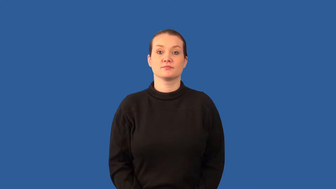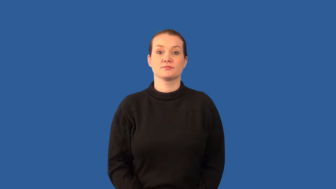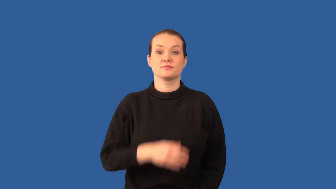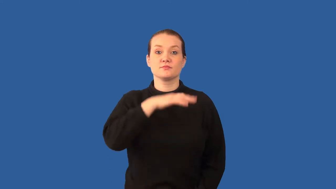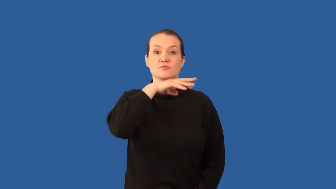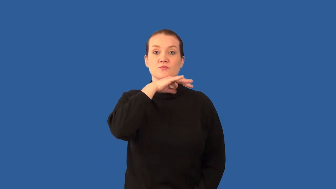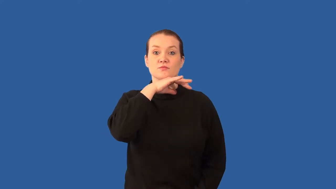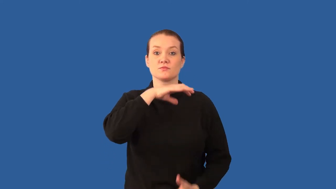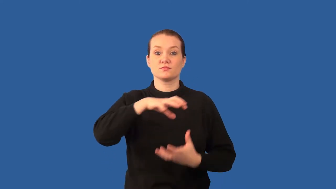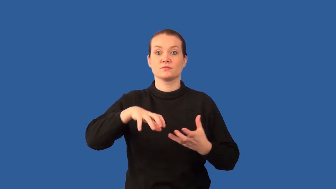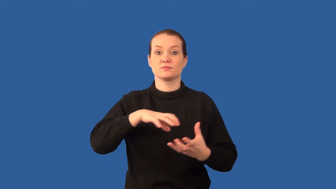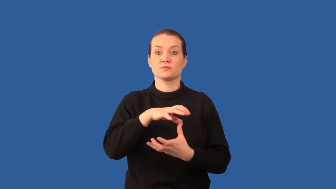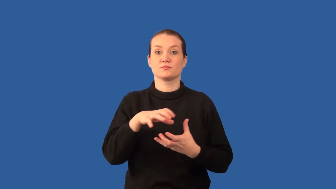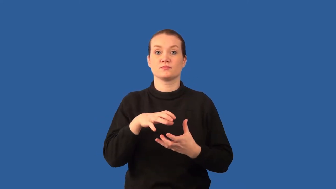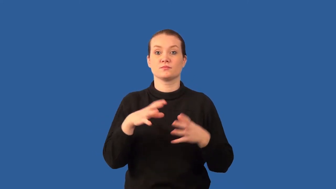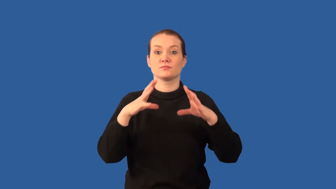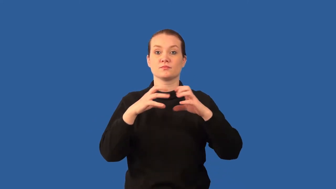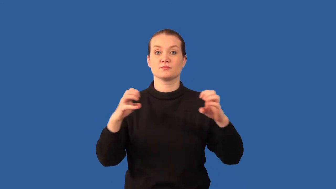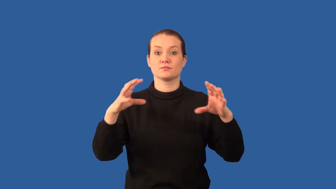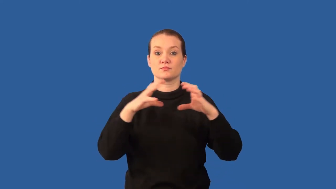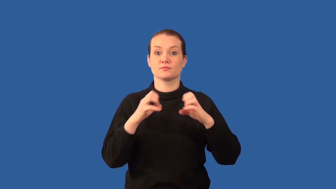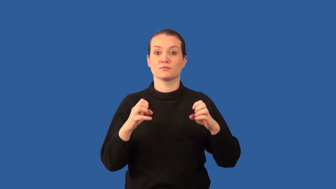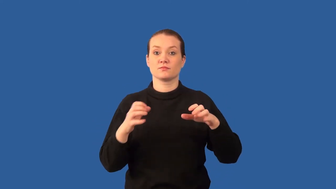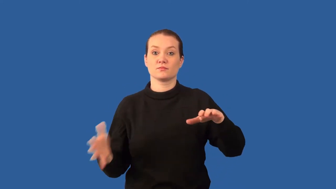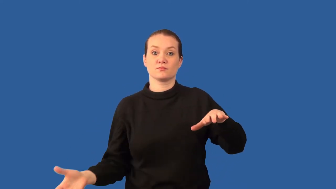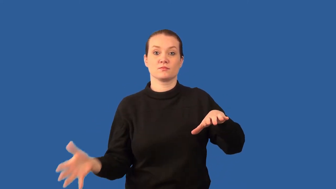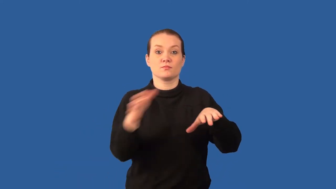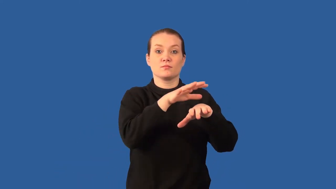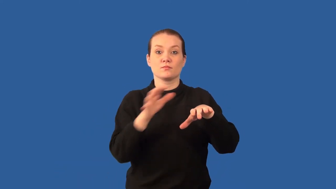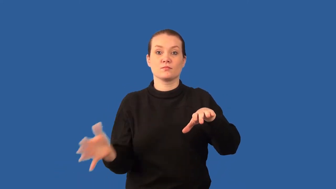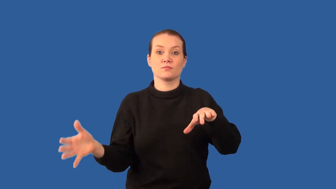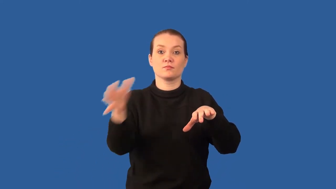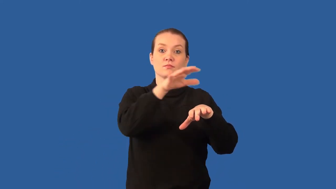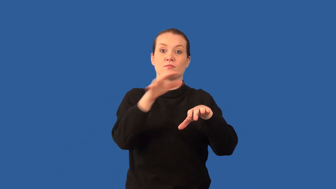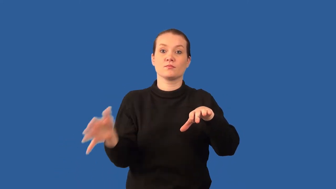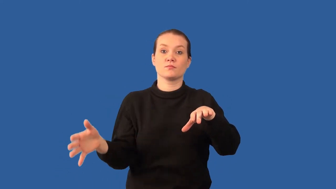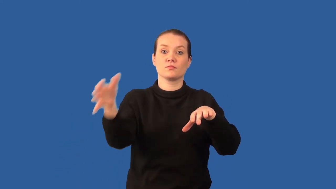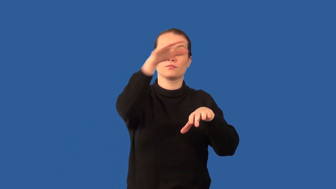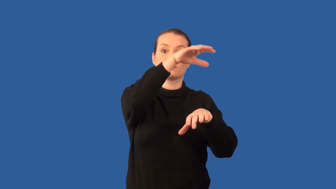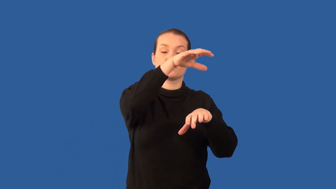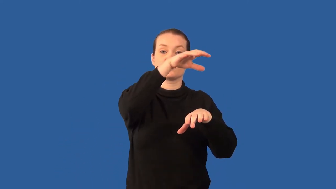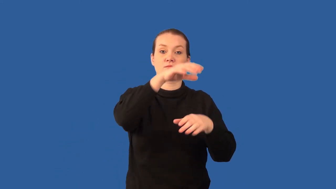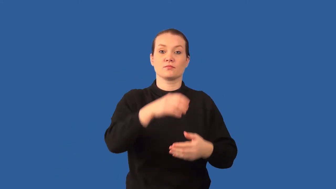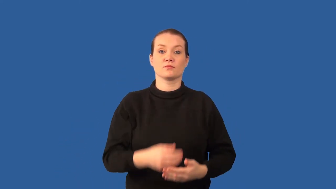loess